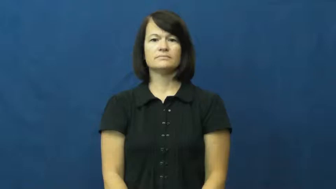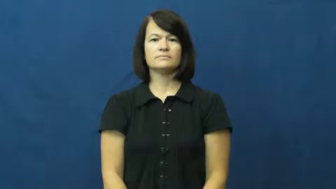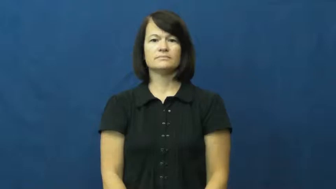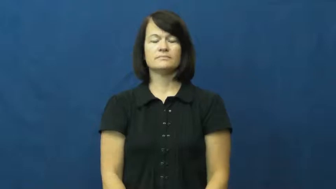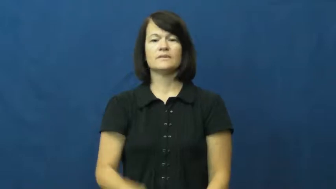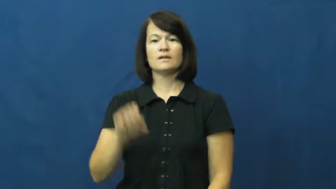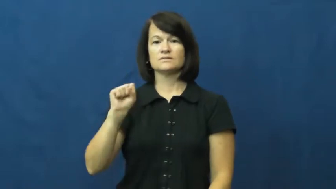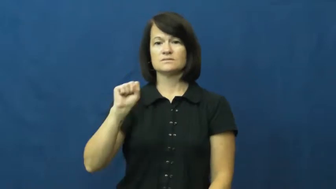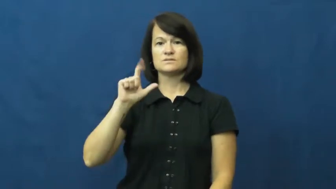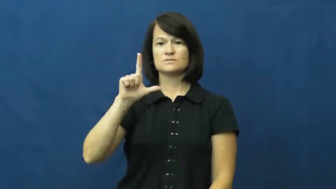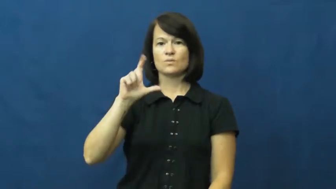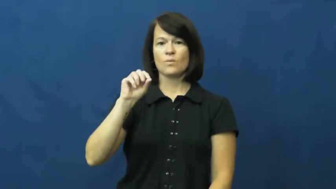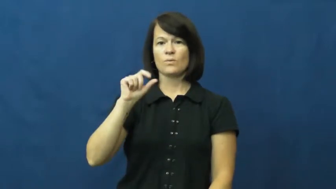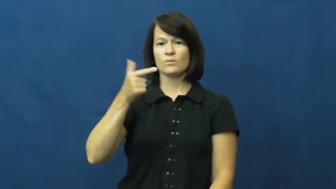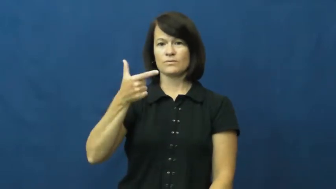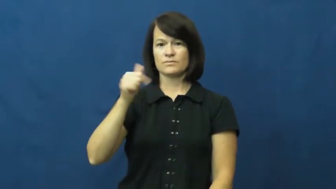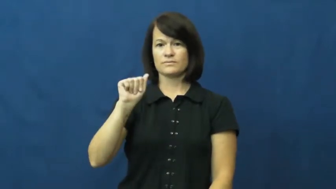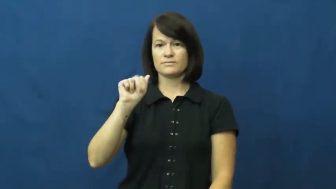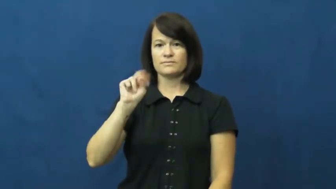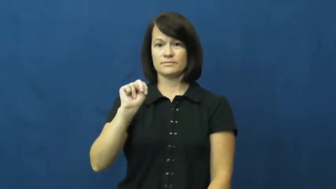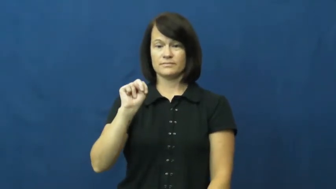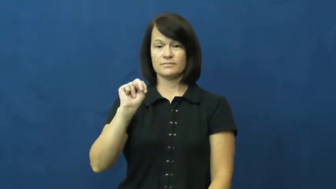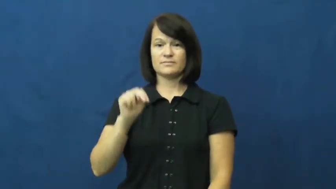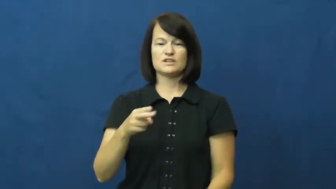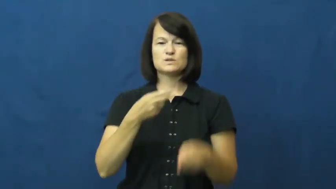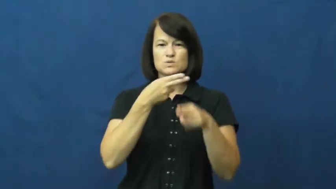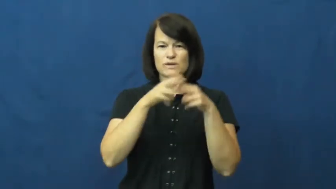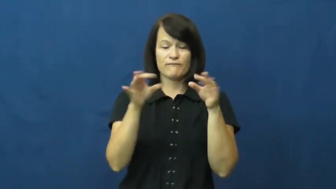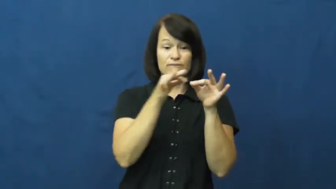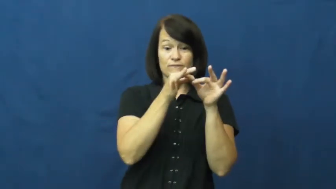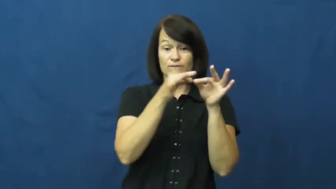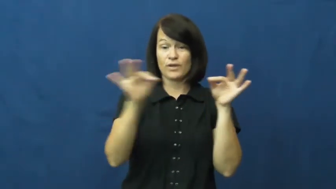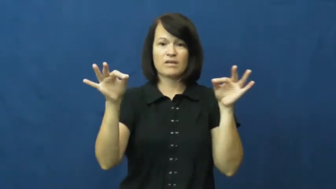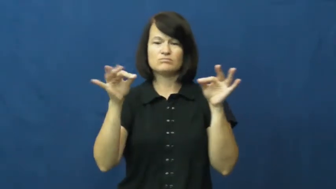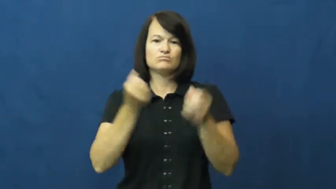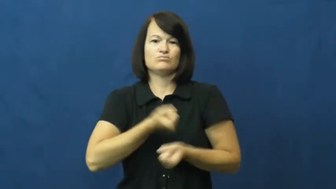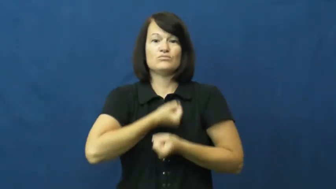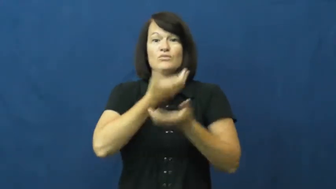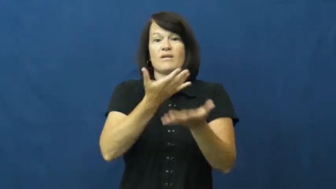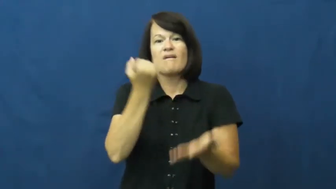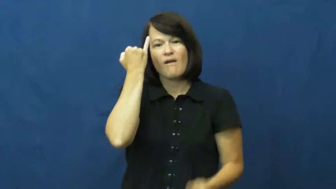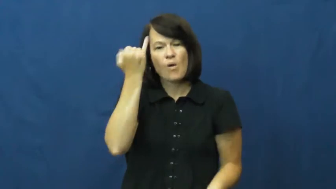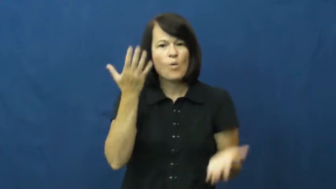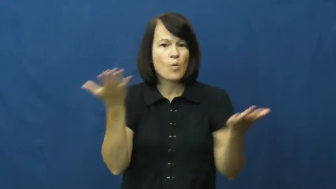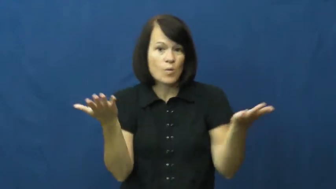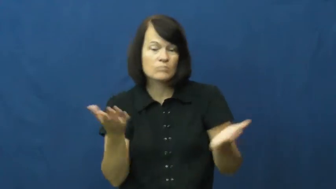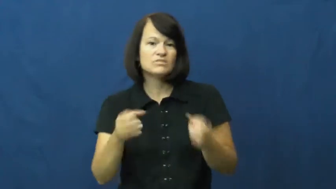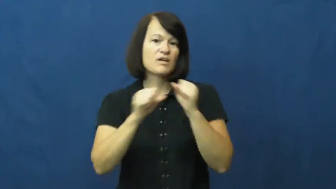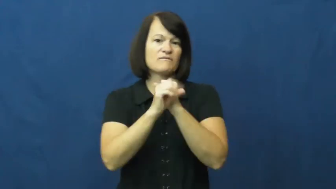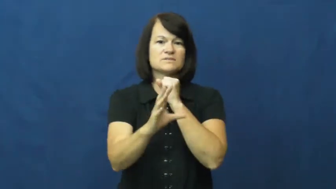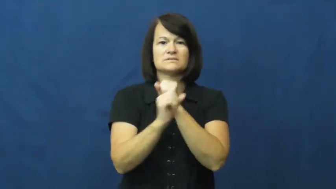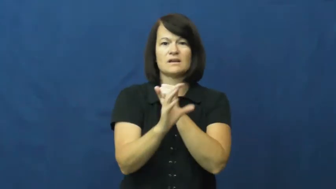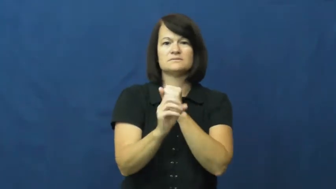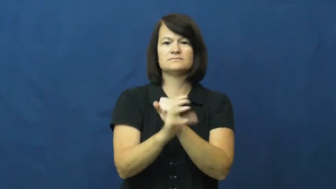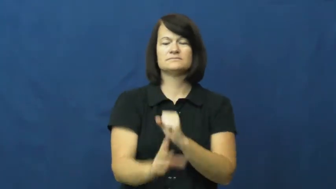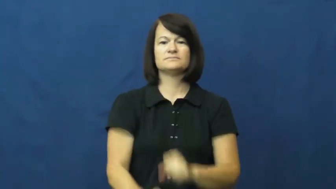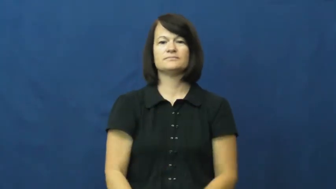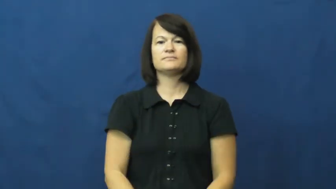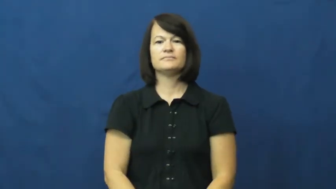slogan